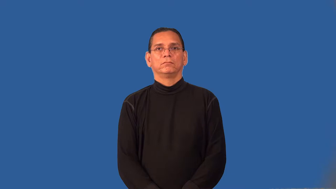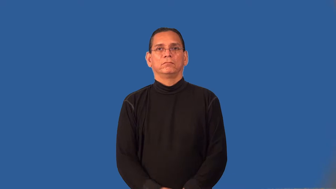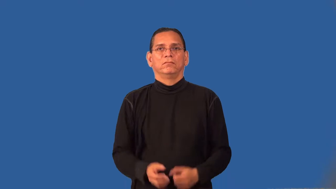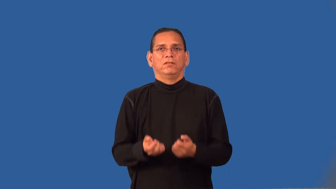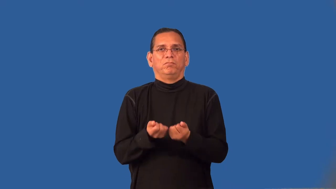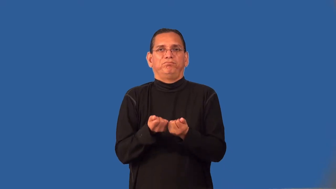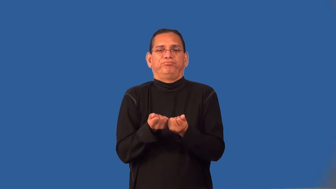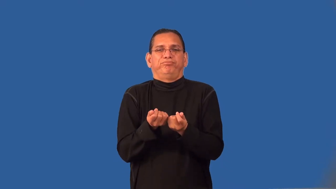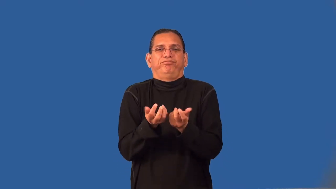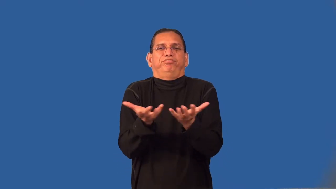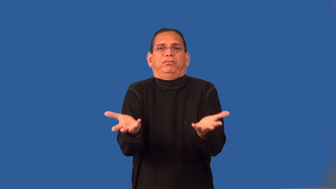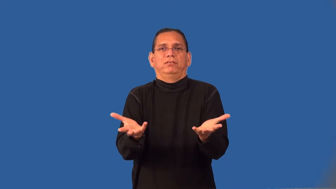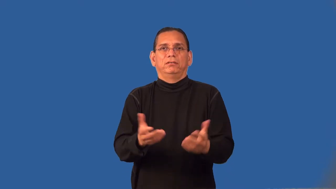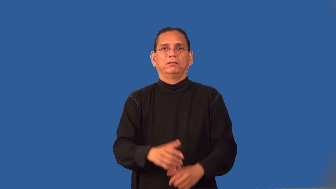threadbare